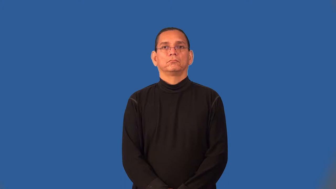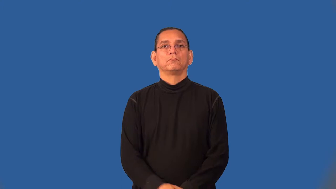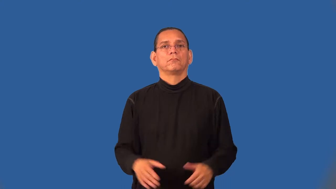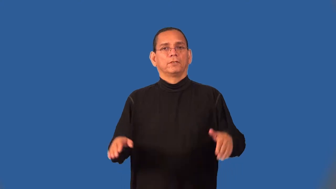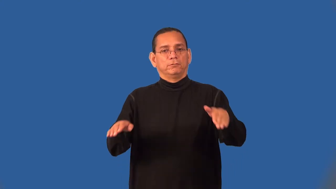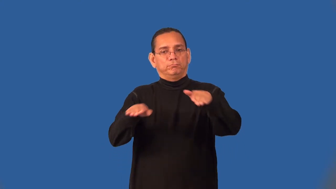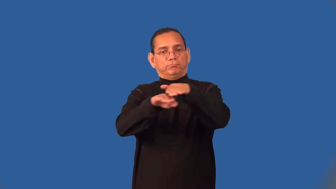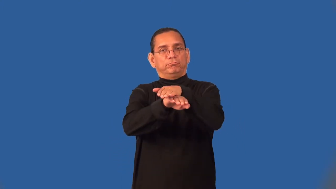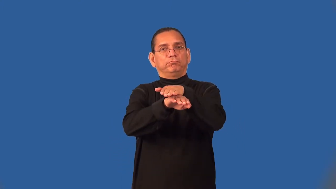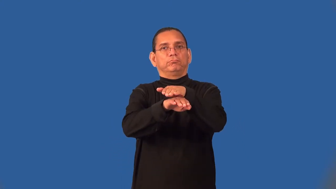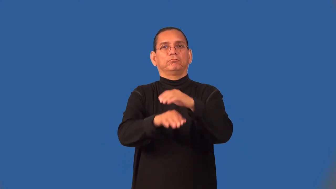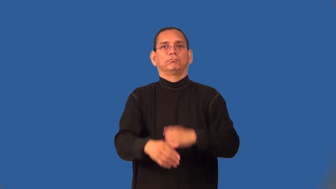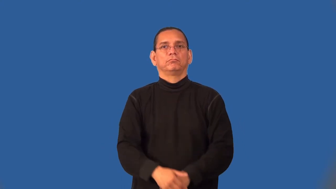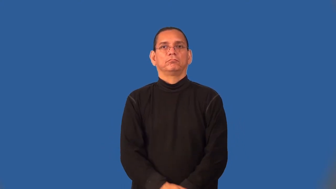seam-overlay